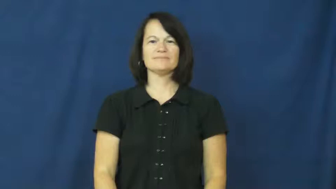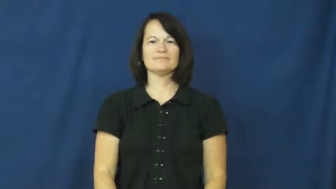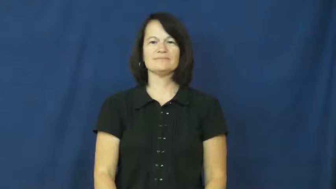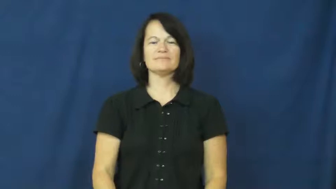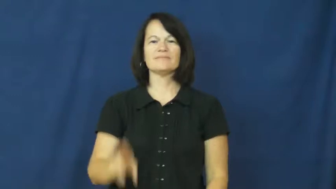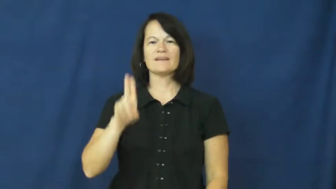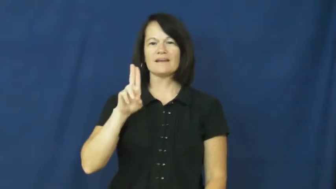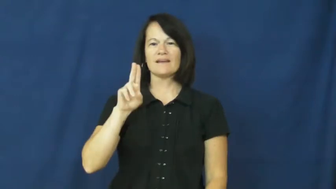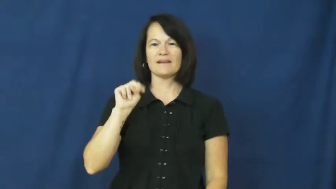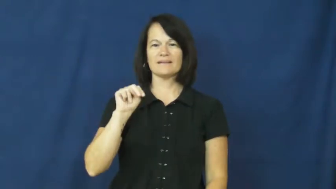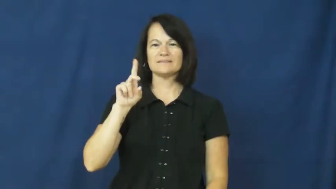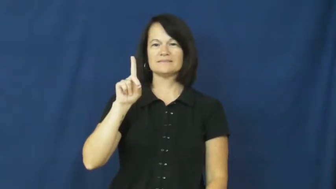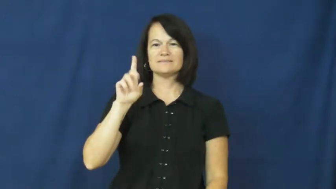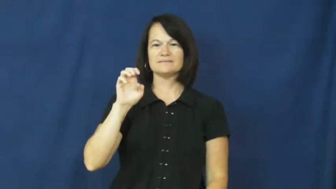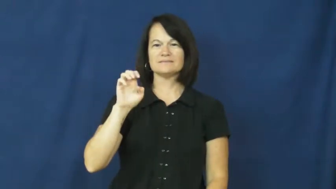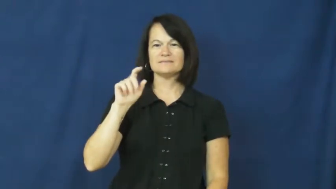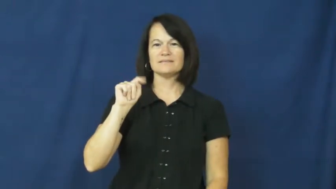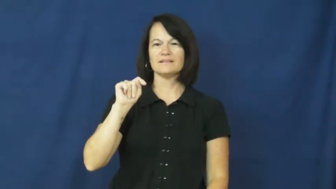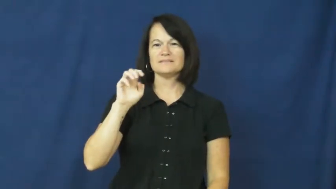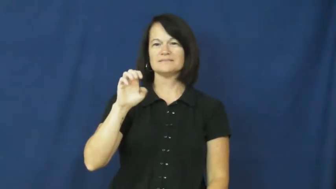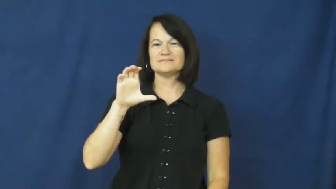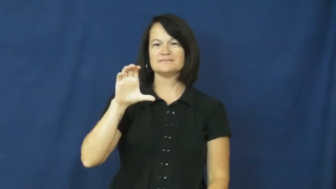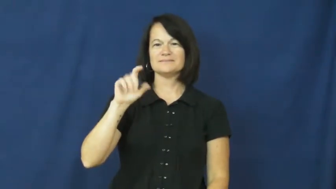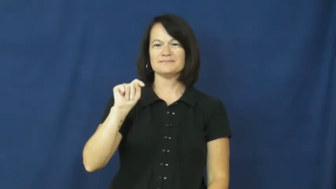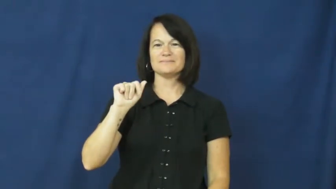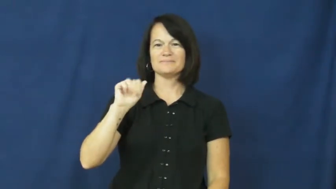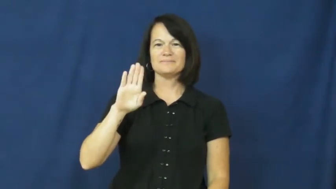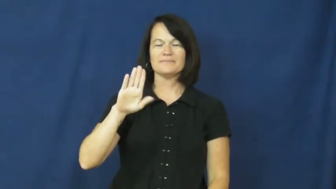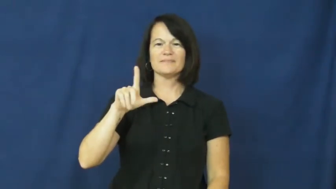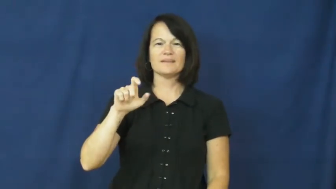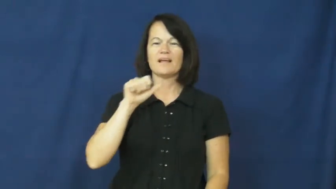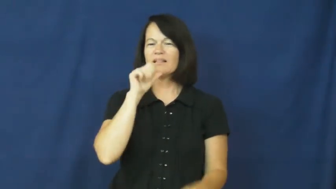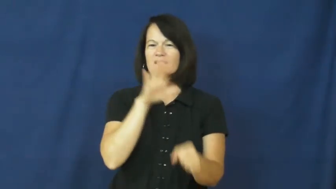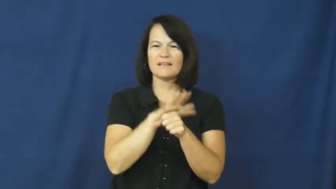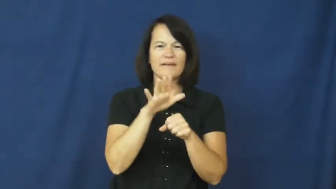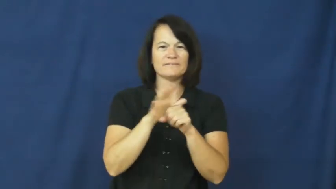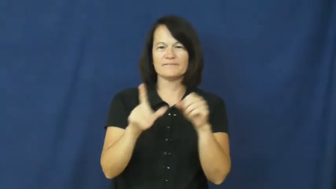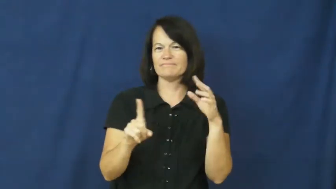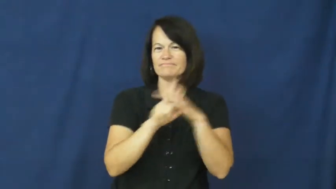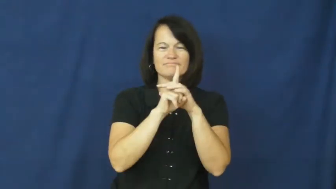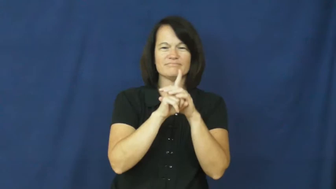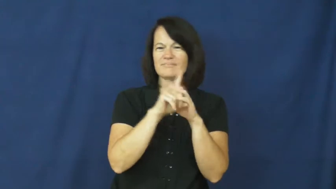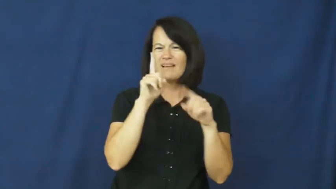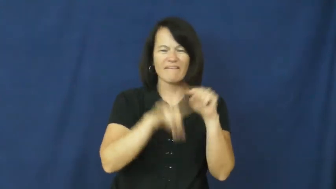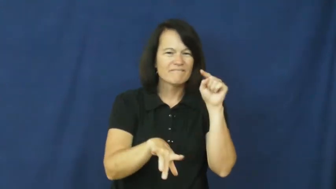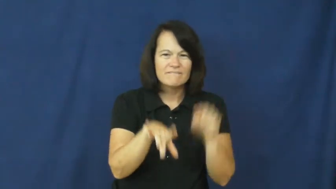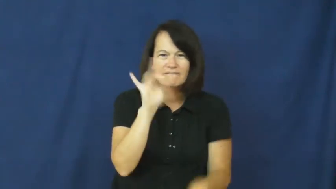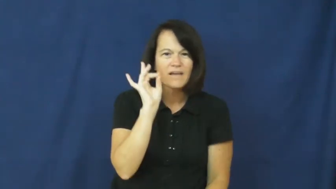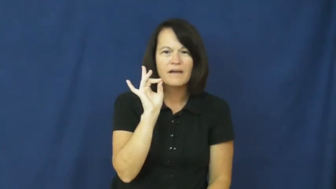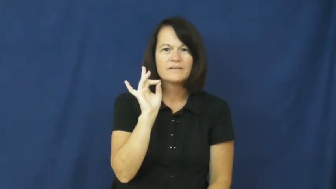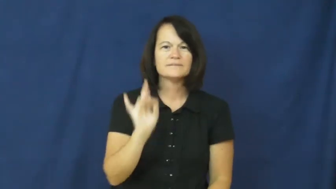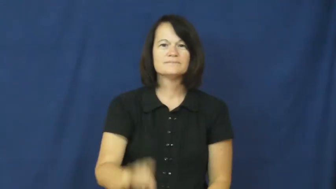undetectable